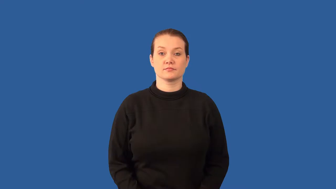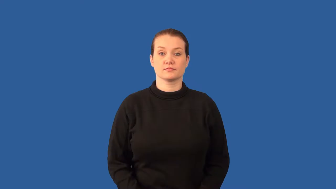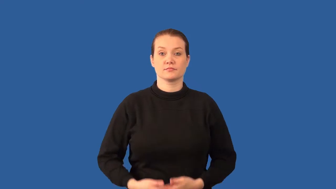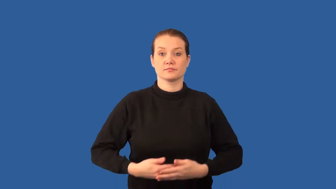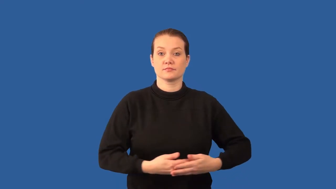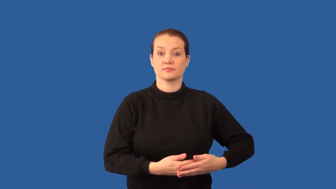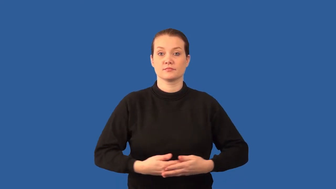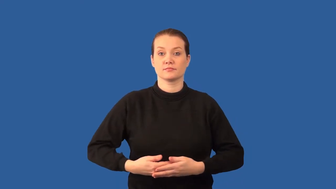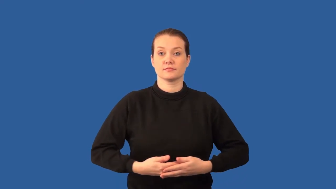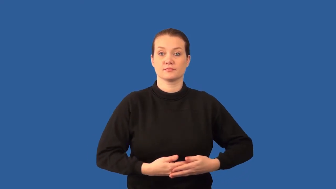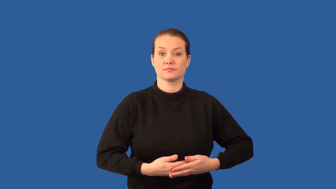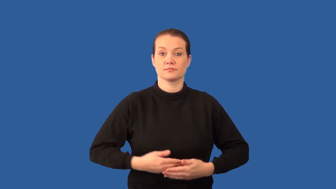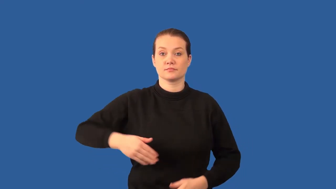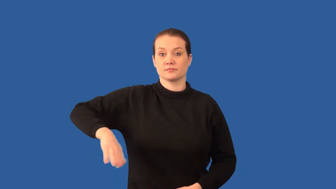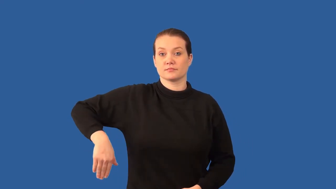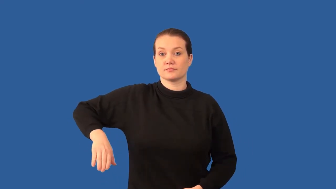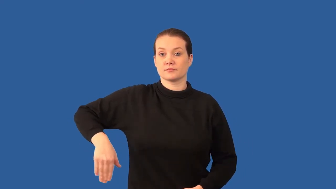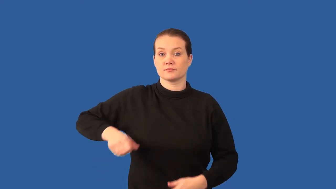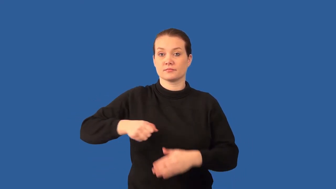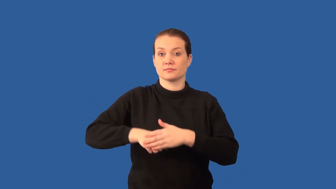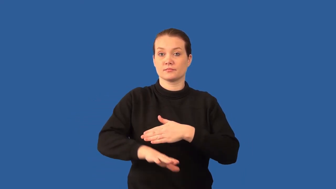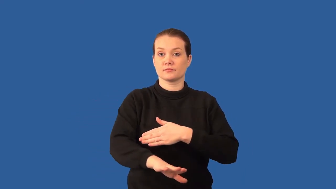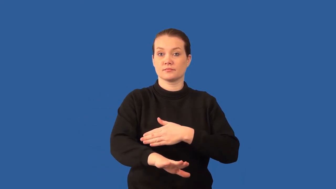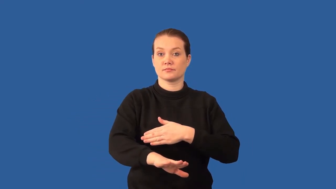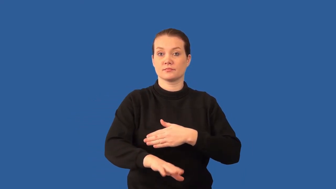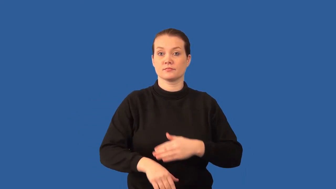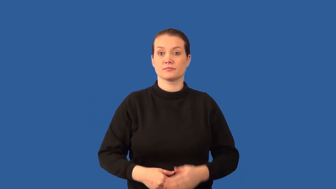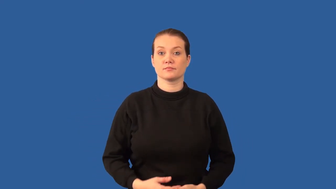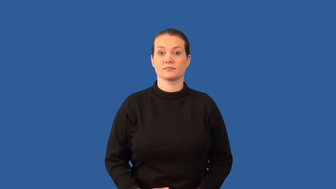fetus